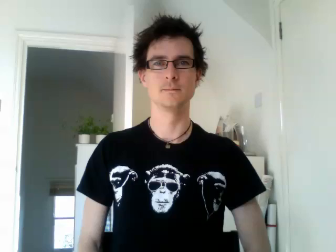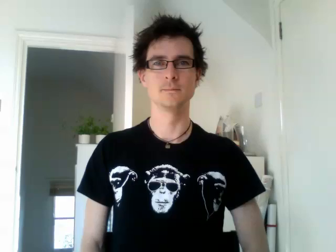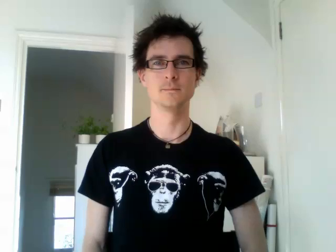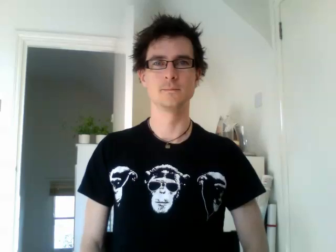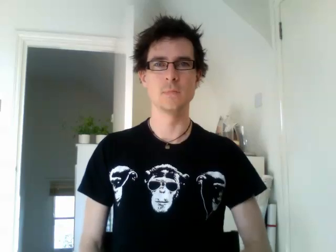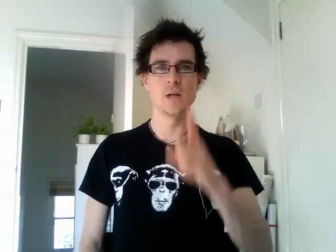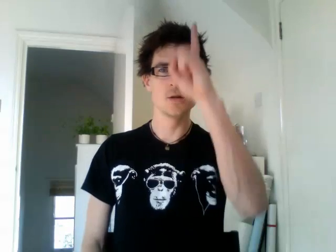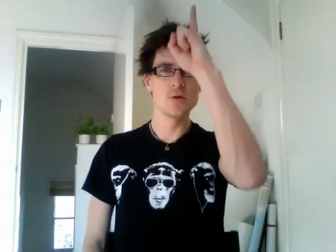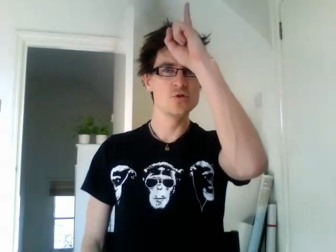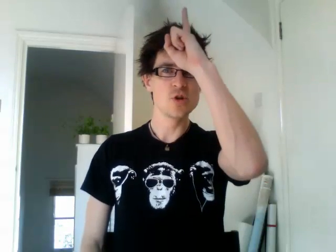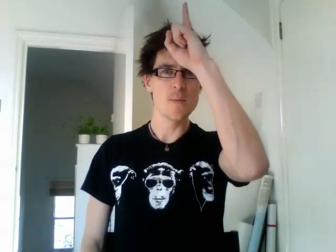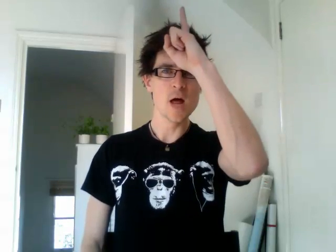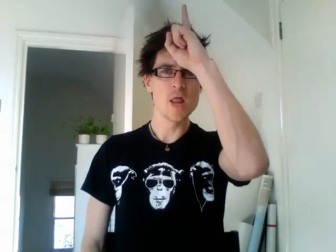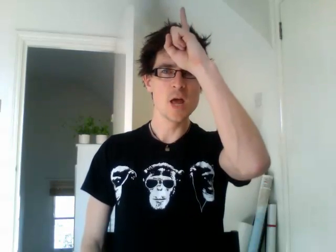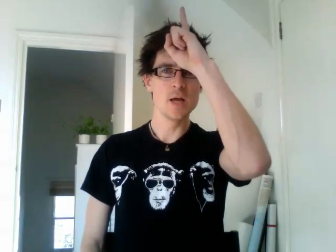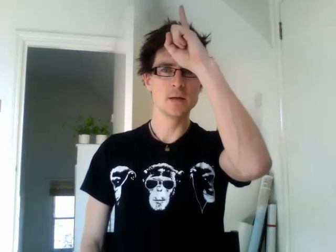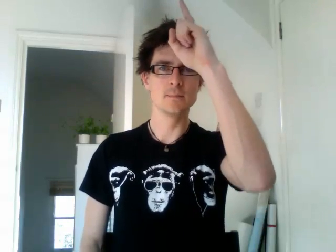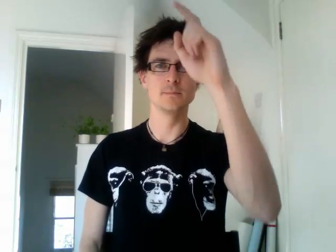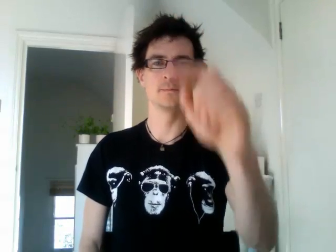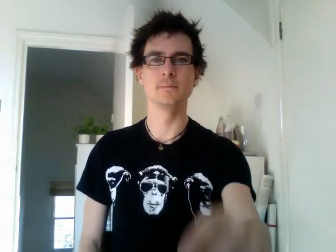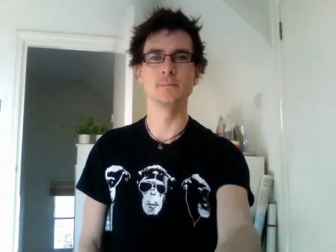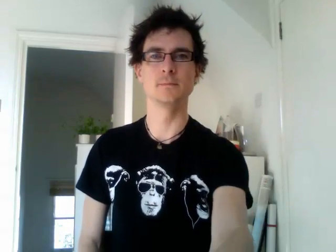germany (alternative)